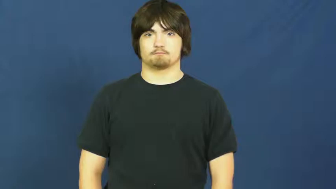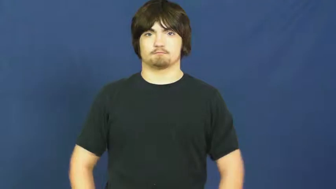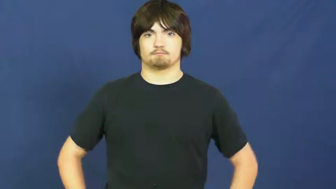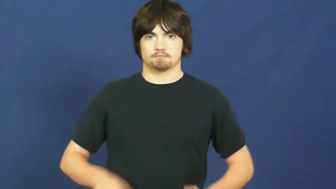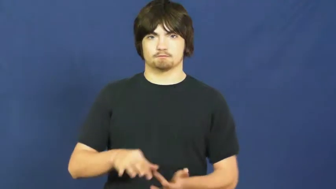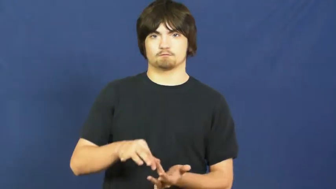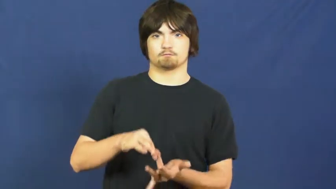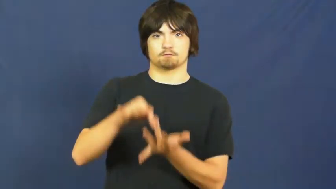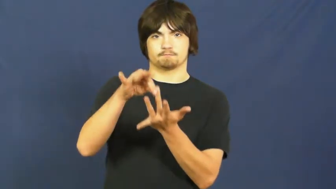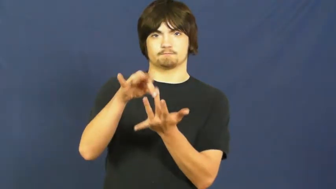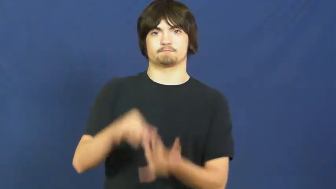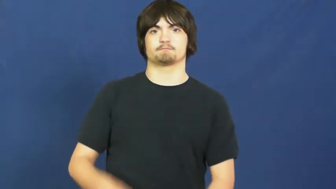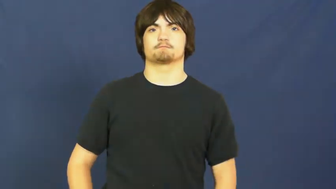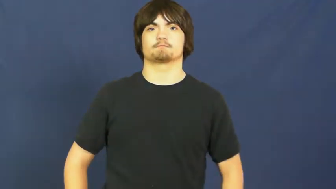distinct